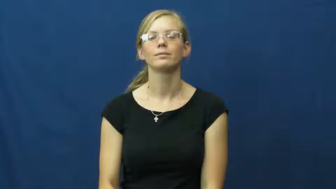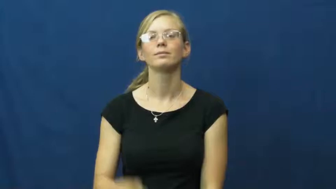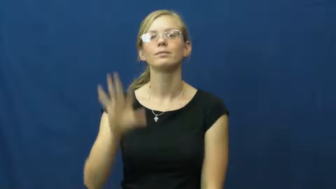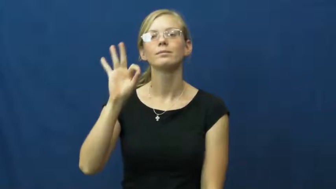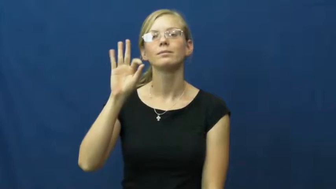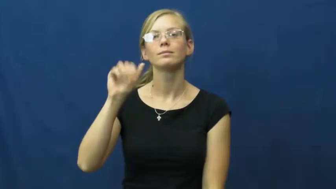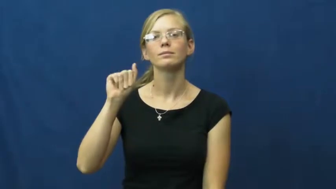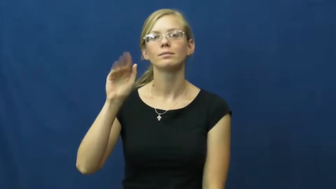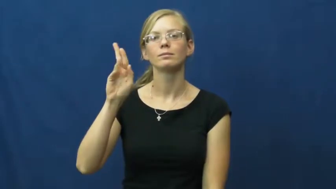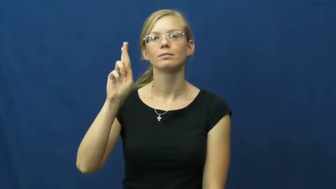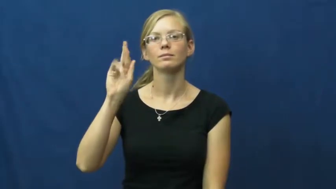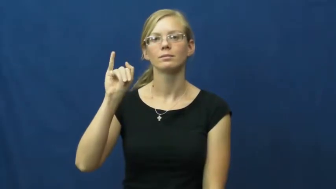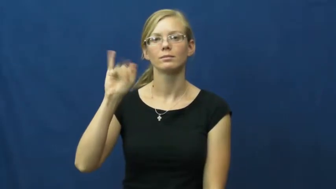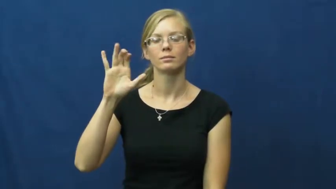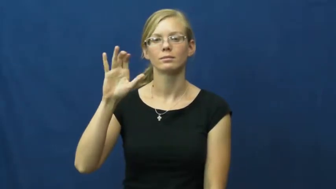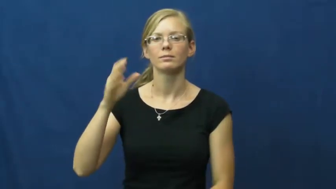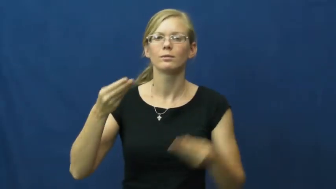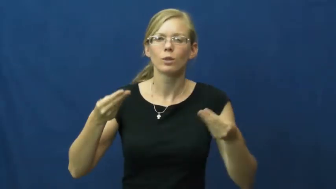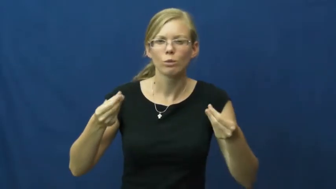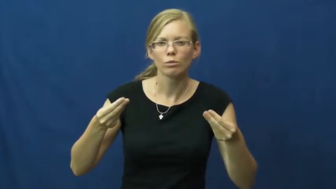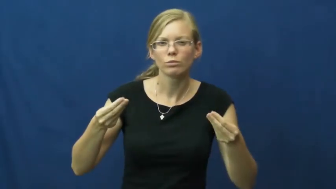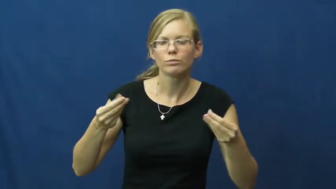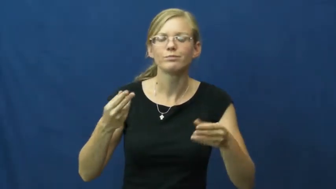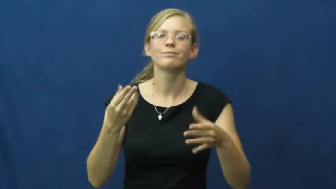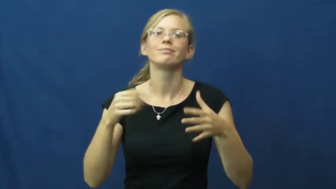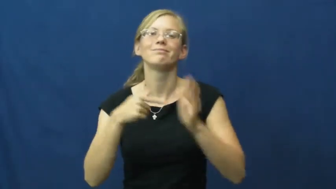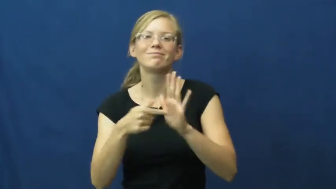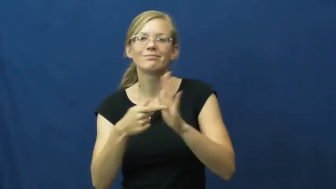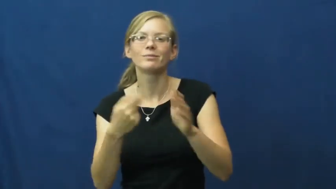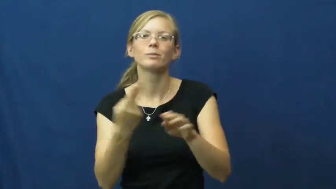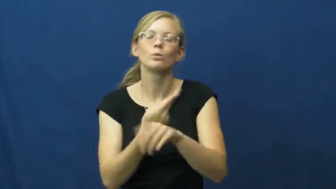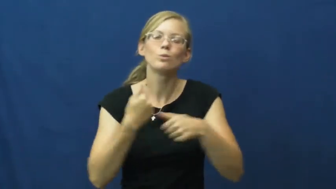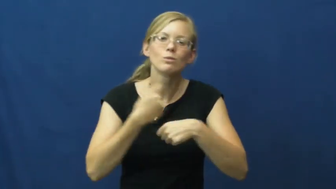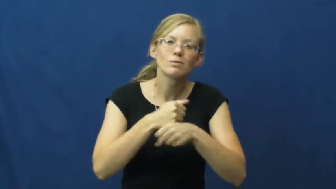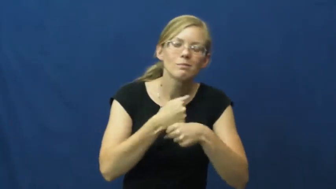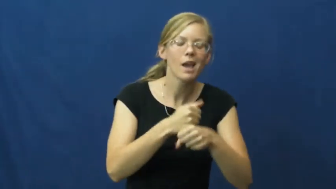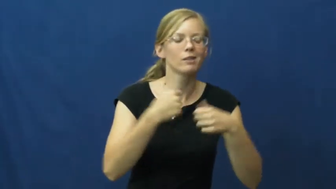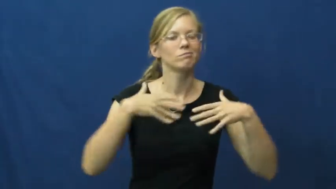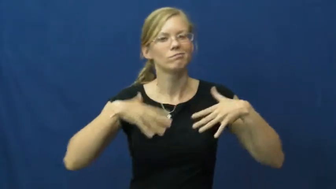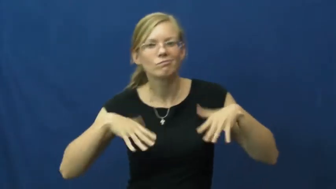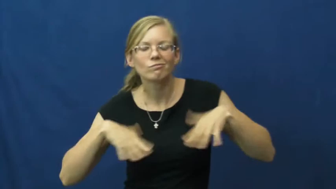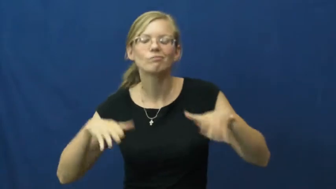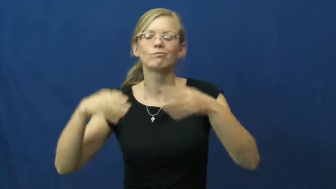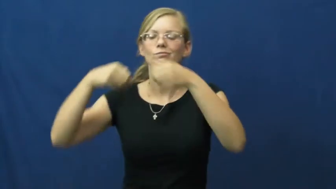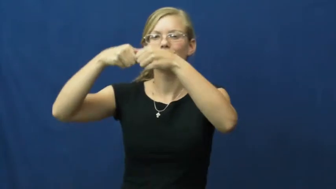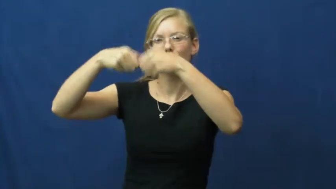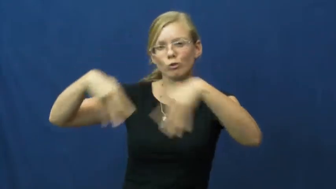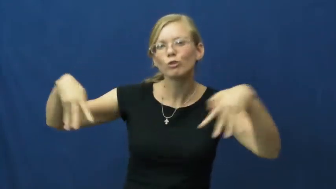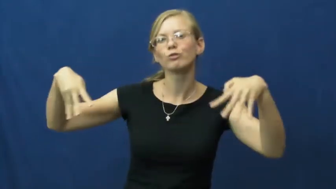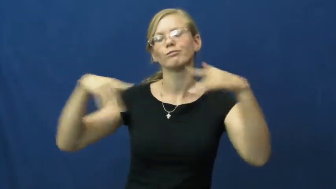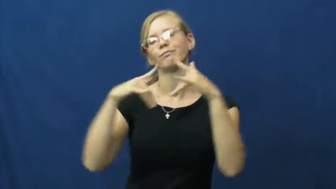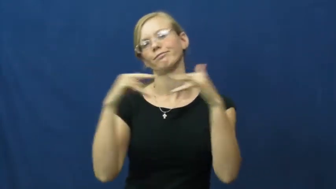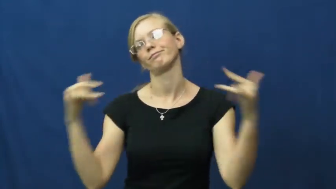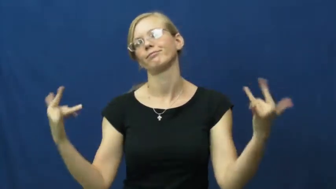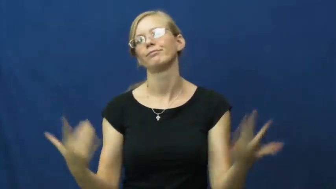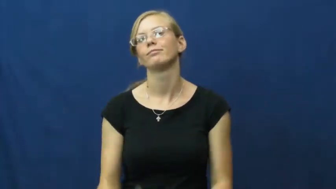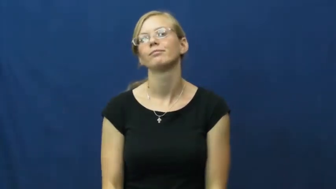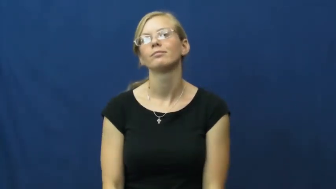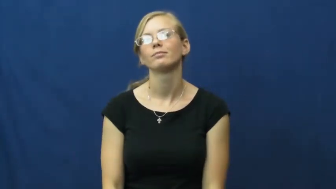fabric